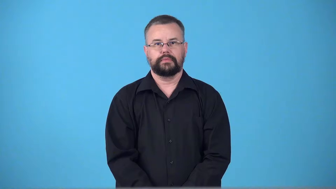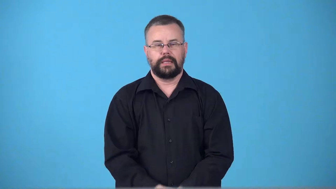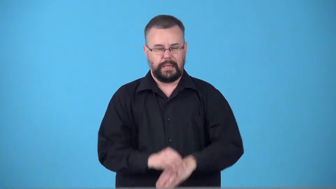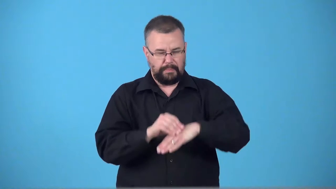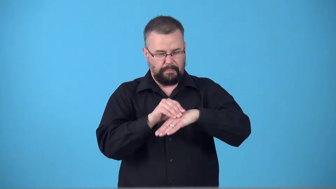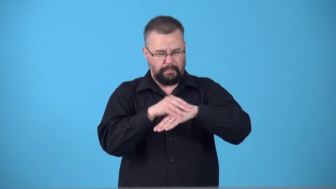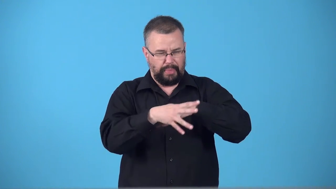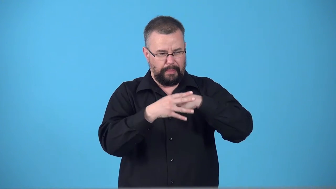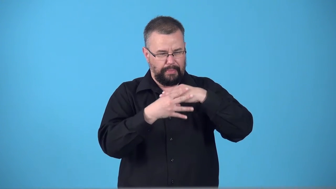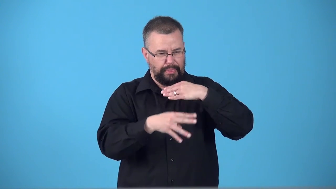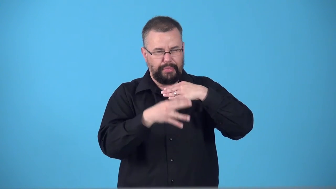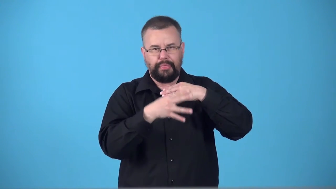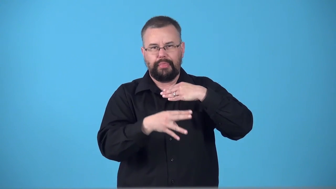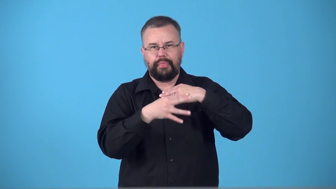suppurate